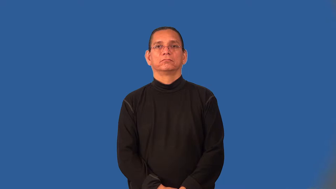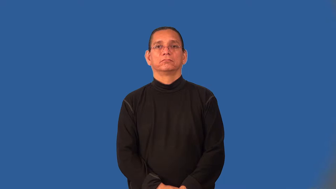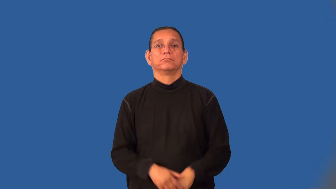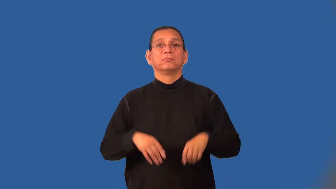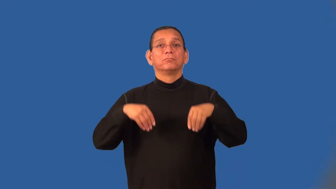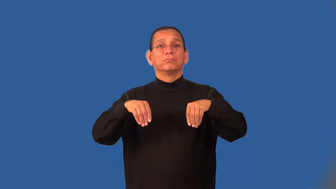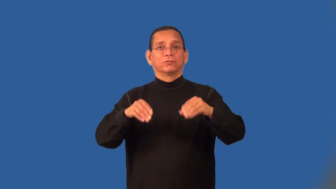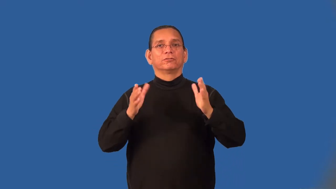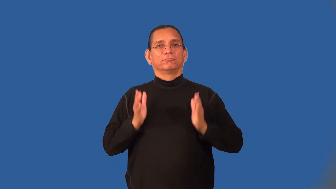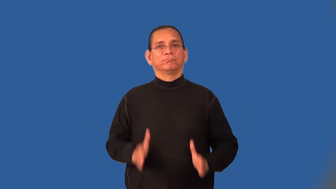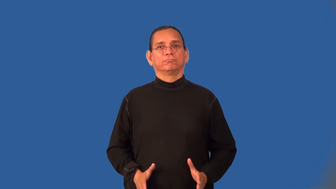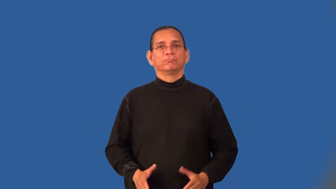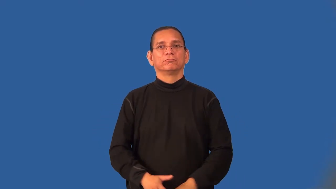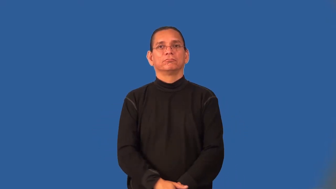marketer